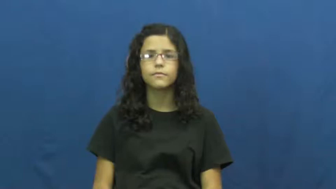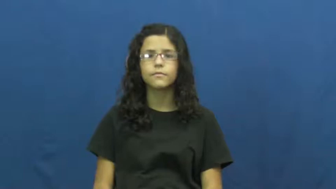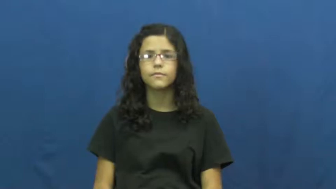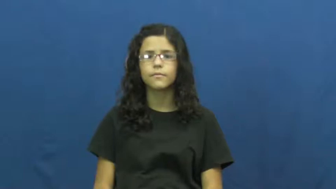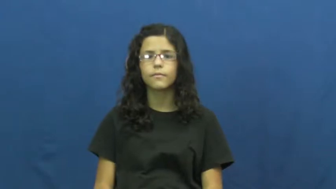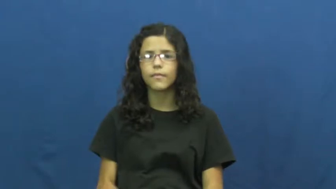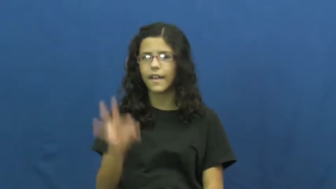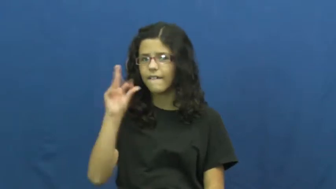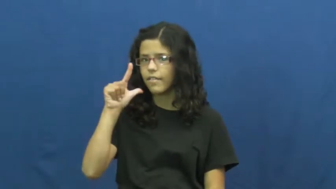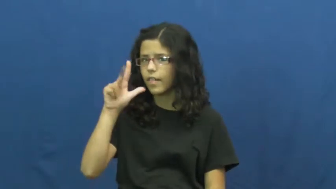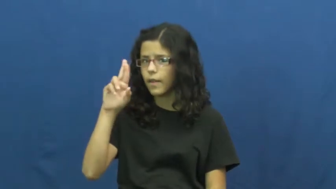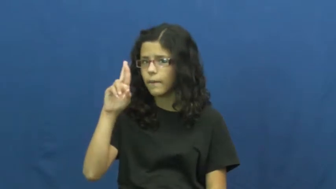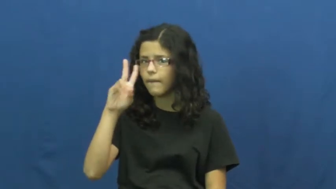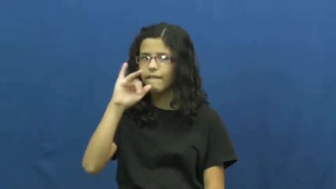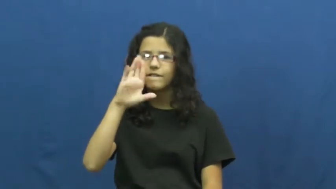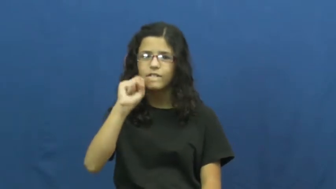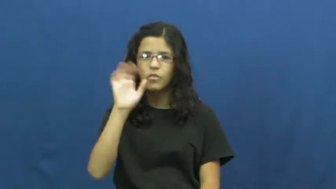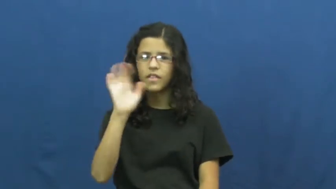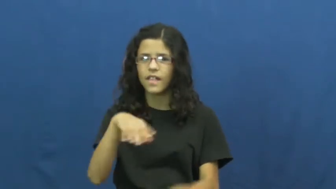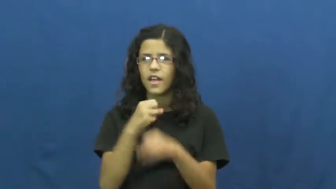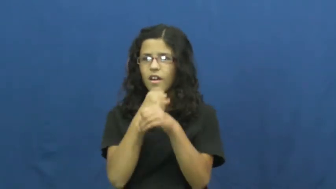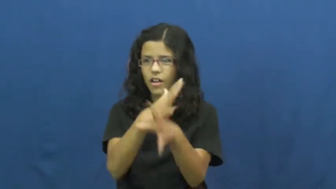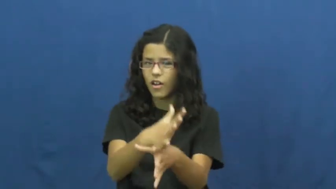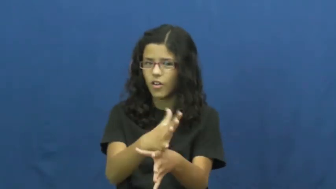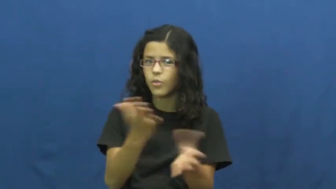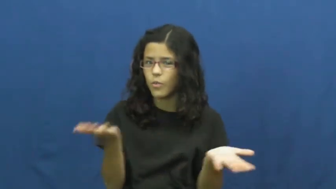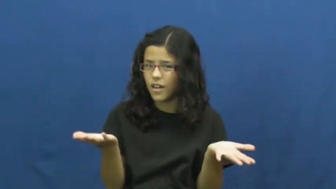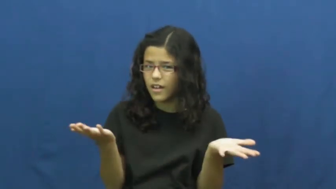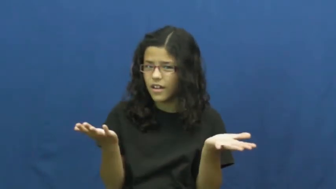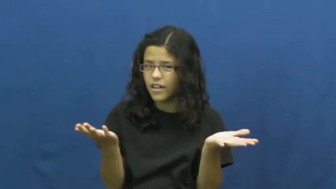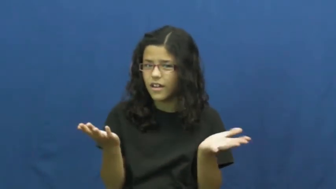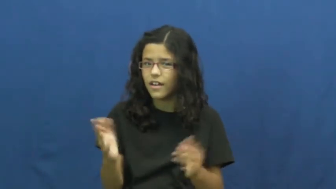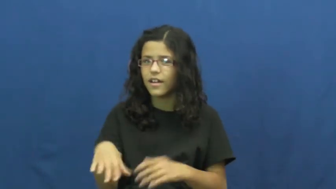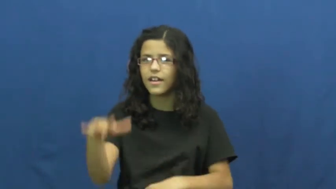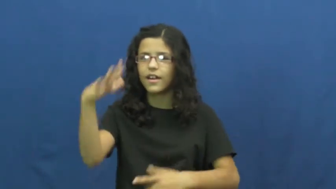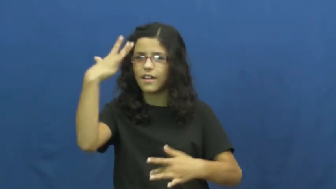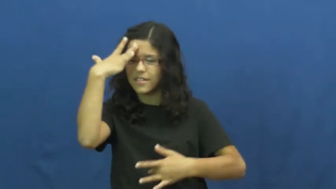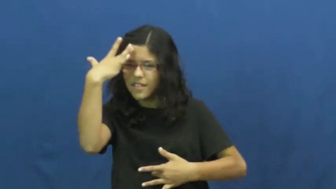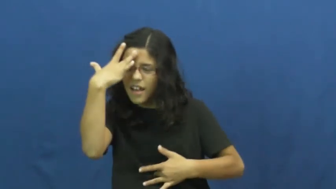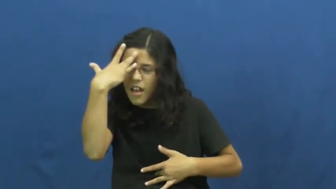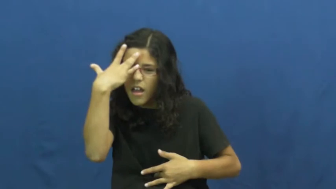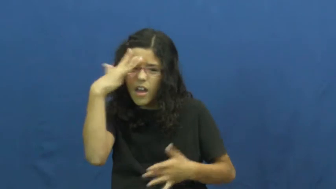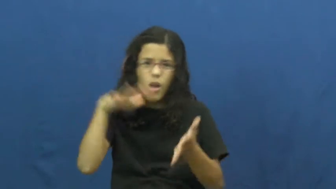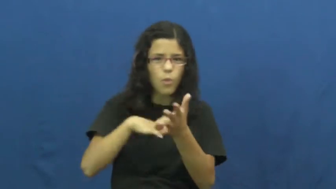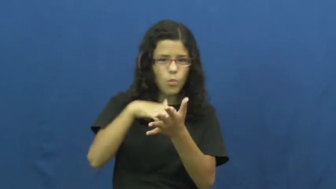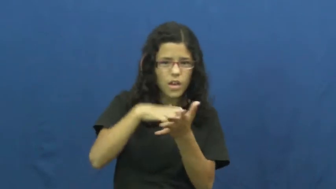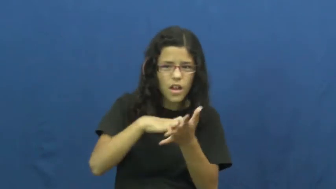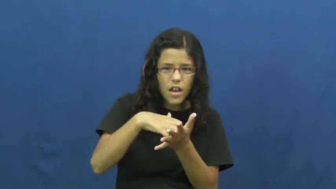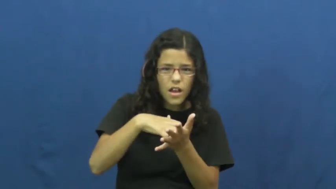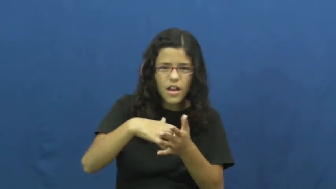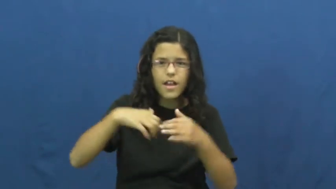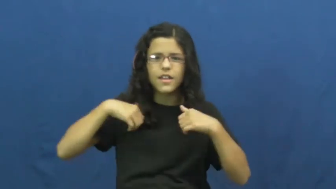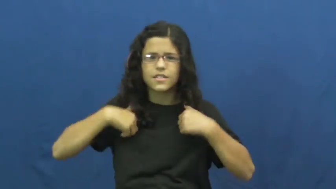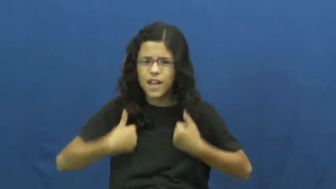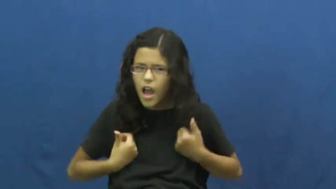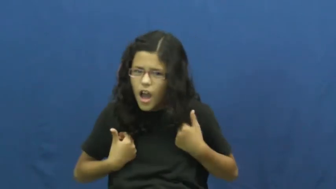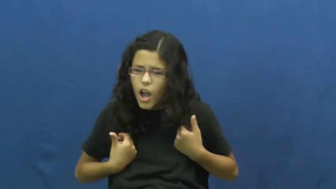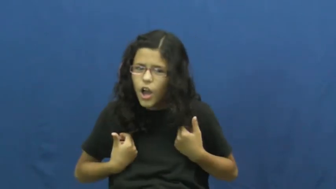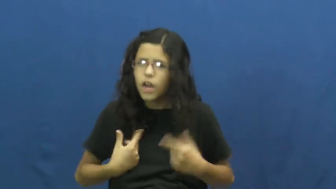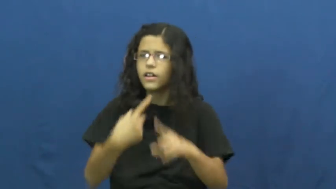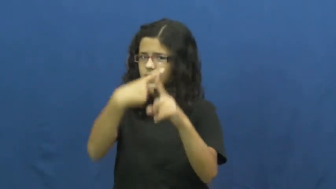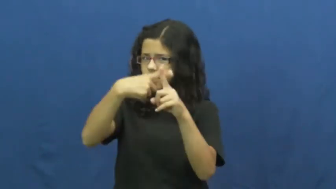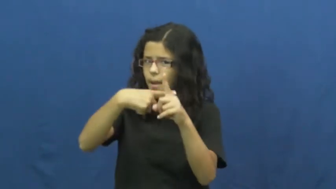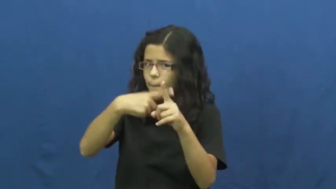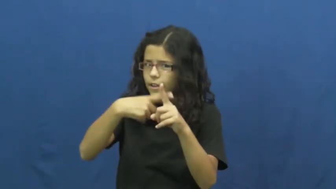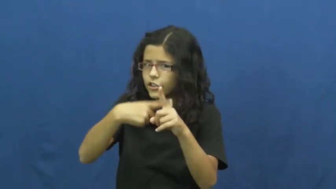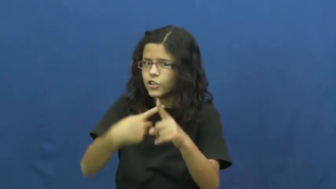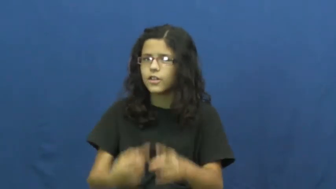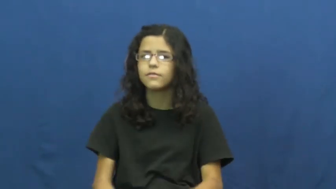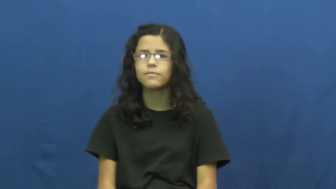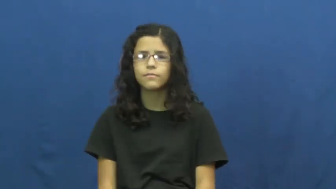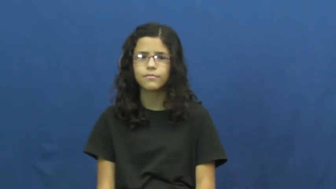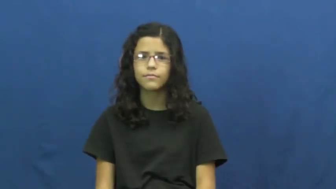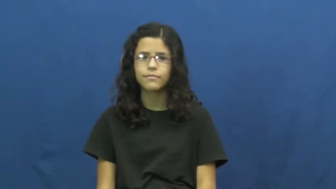flu,grippe